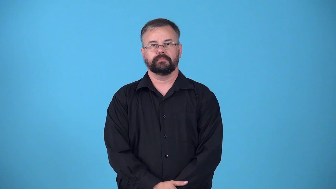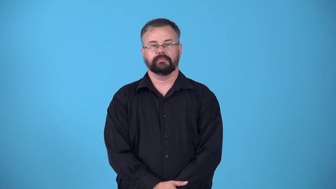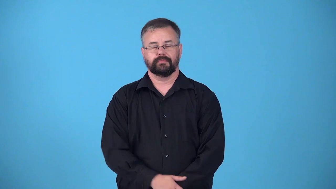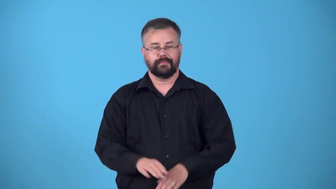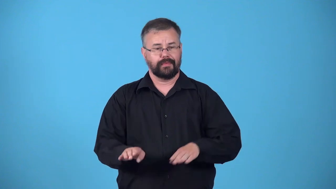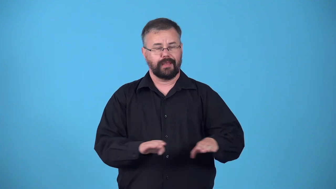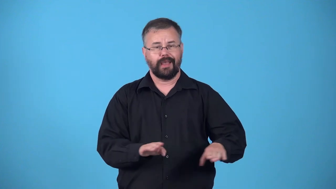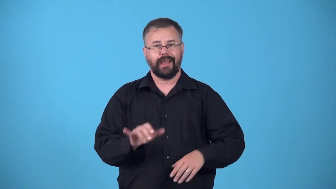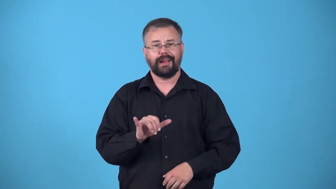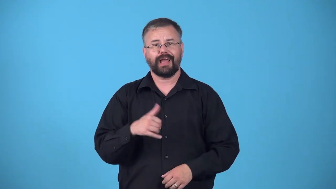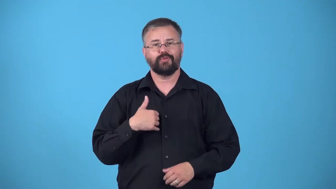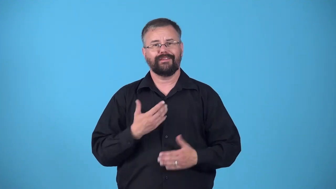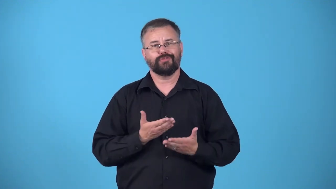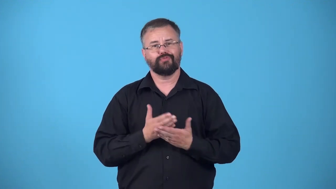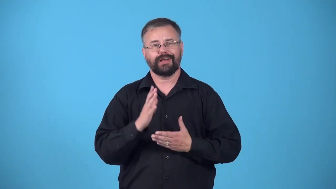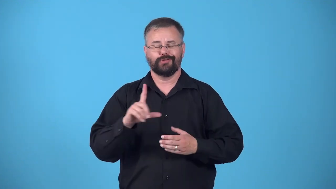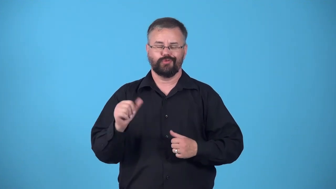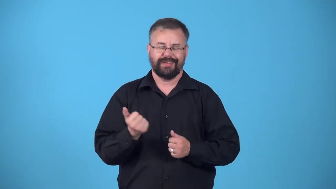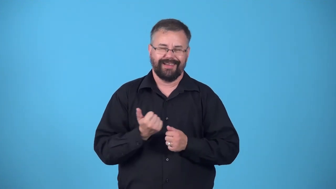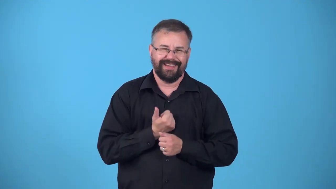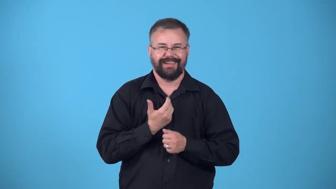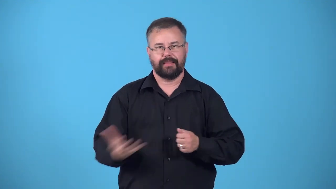entitled,presume,priveleged